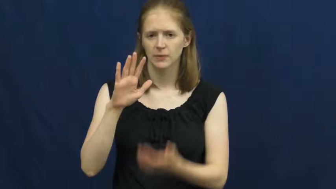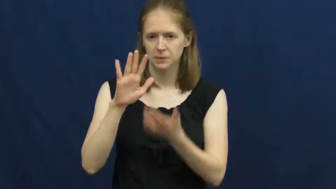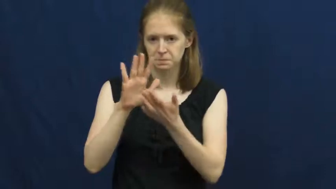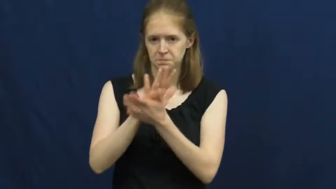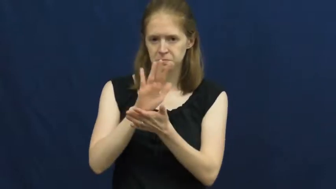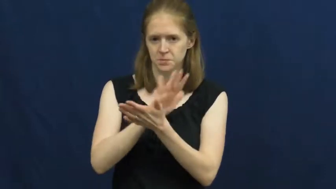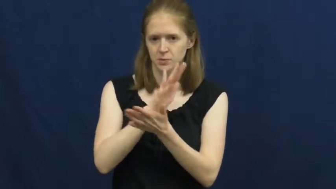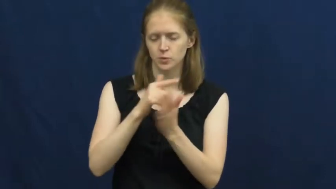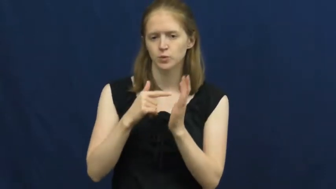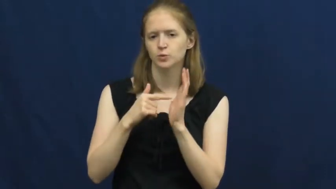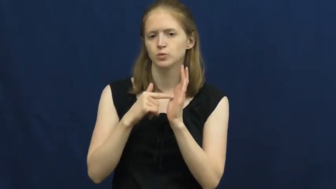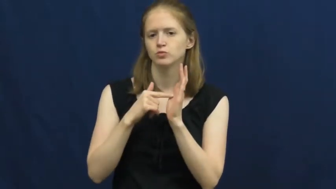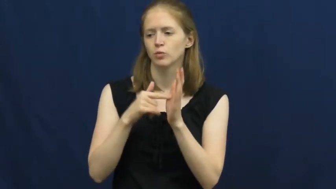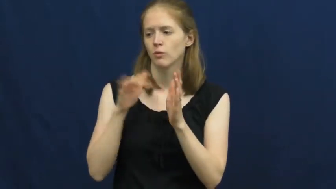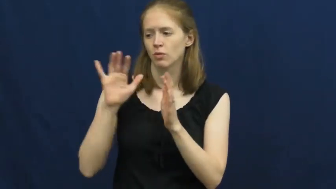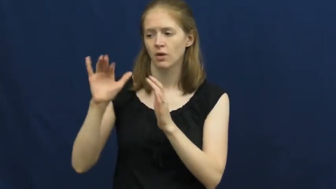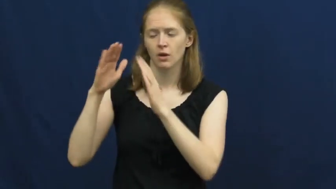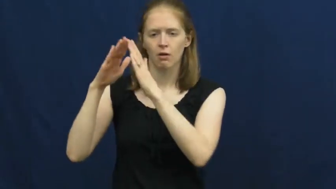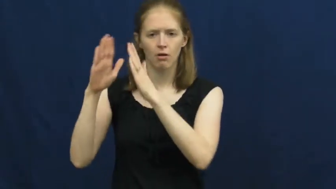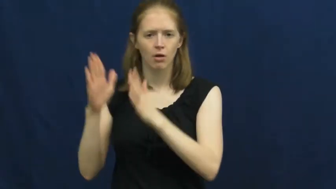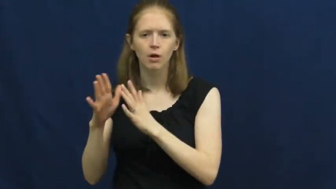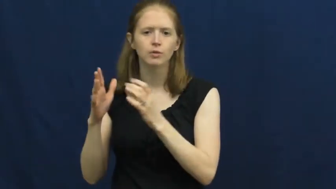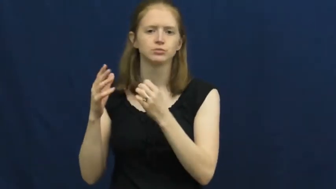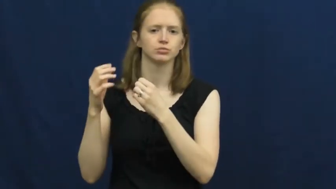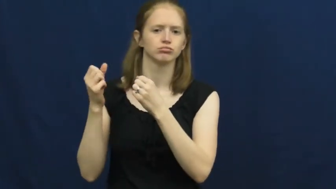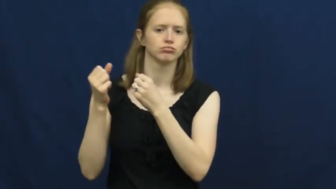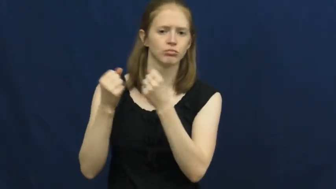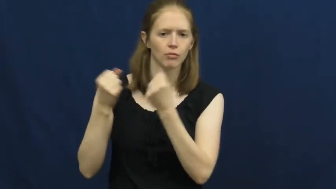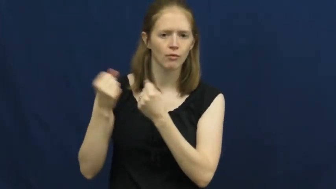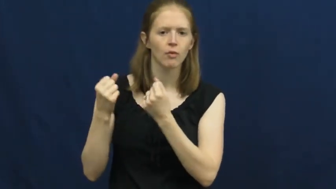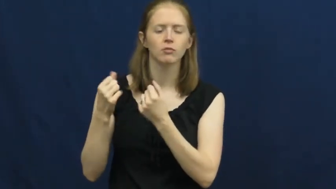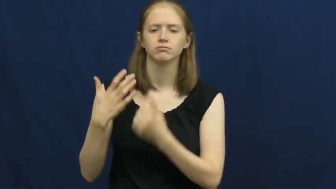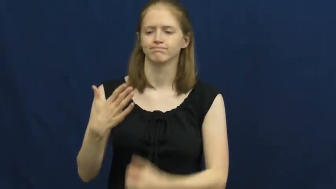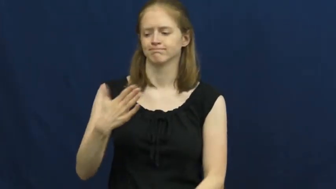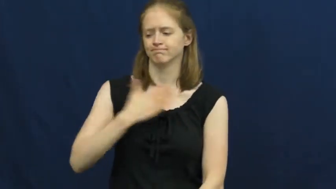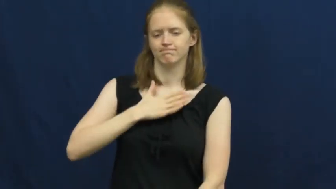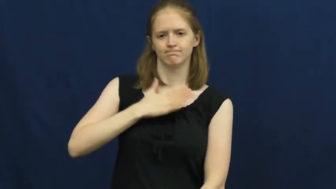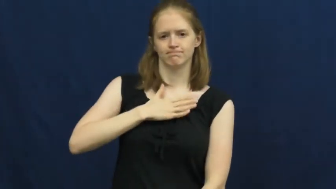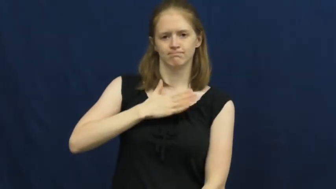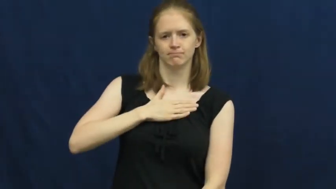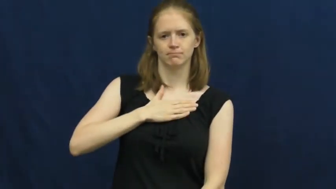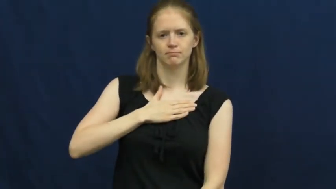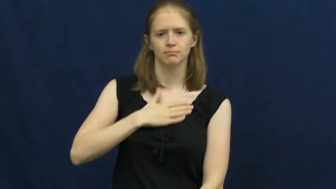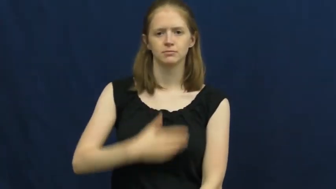title,deed